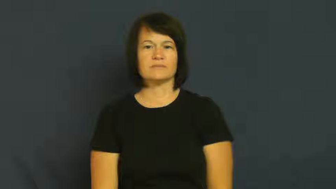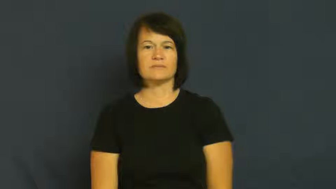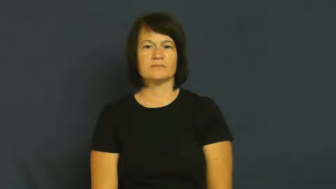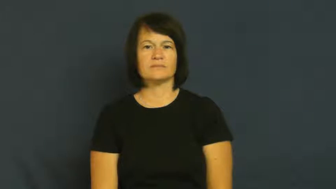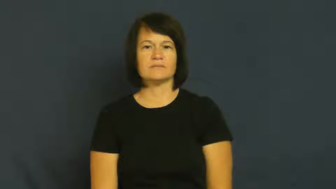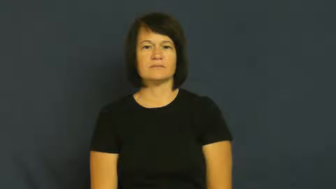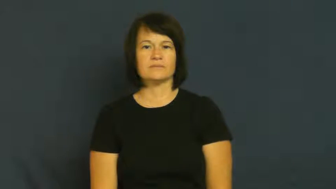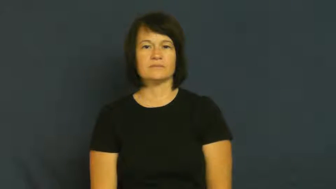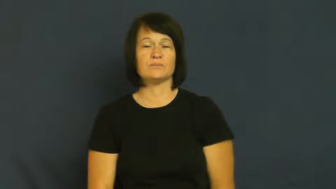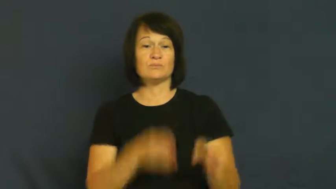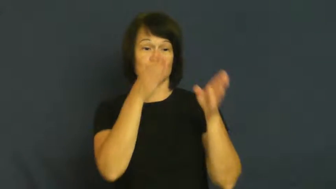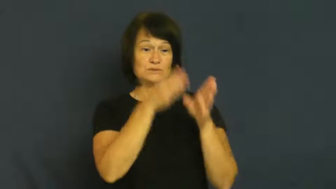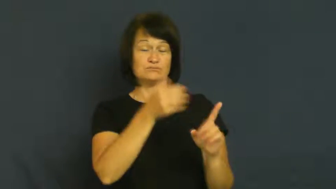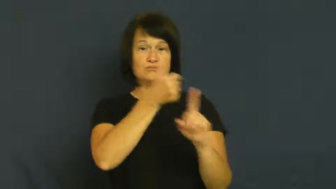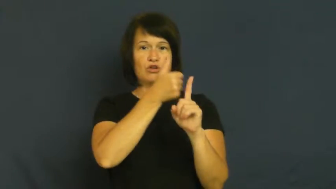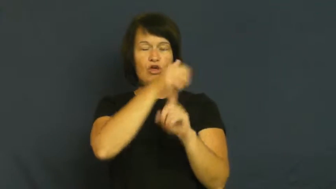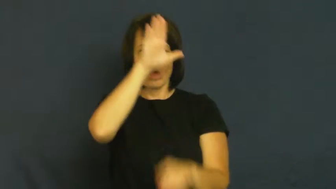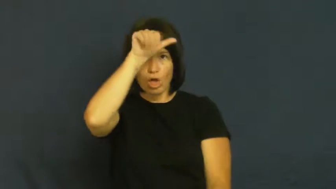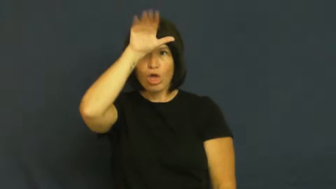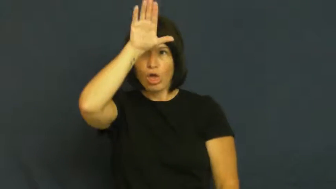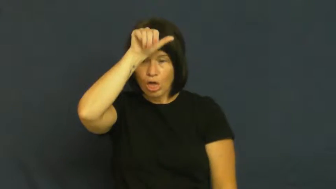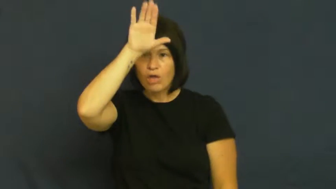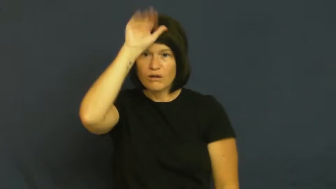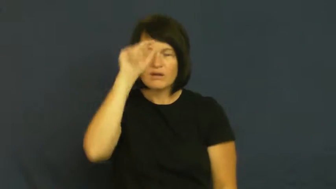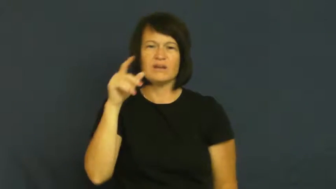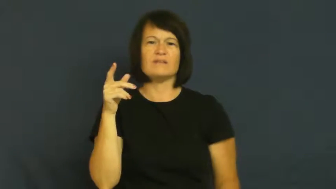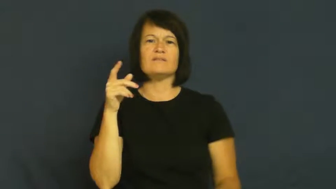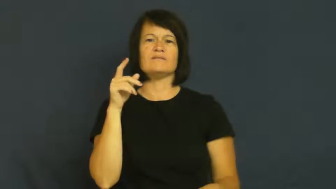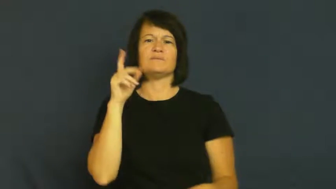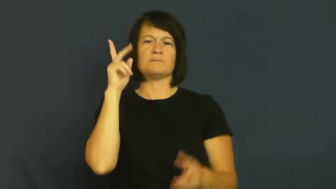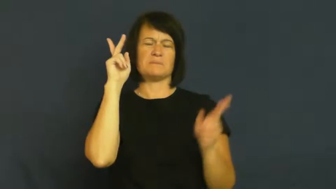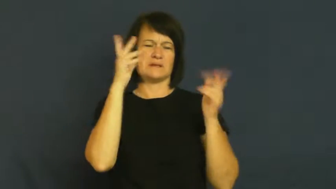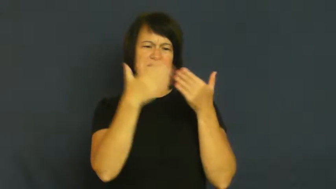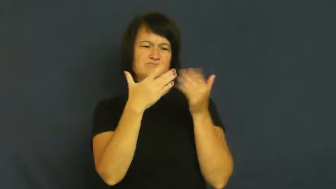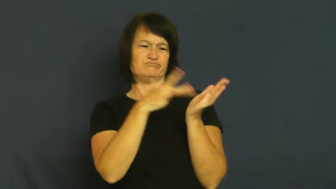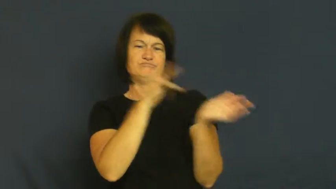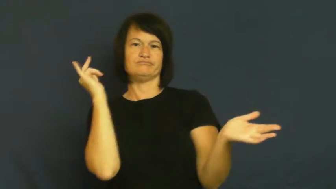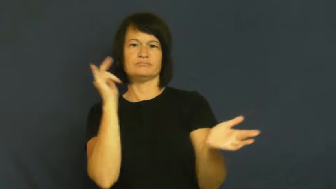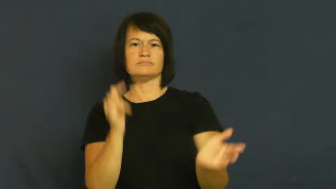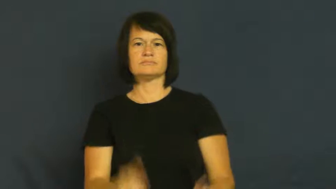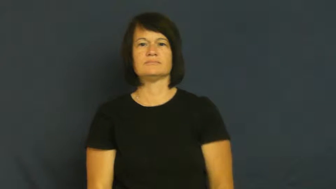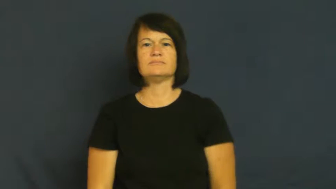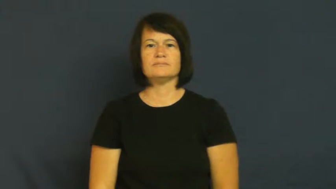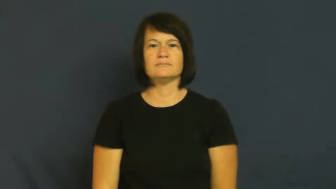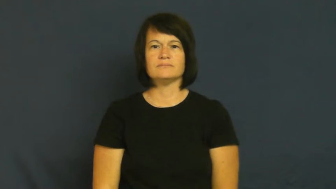fool,boob,pillock,pigeon,plaything-noun